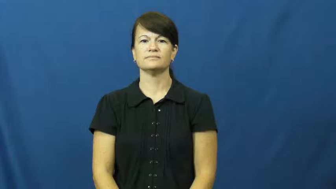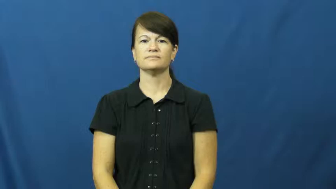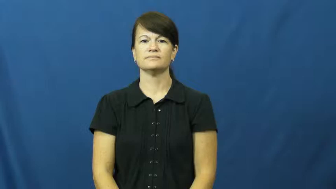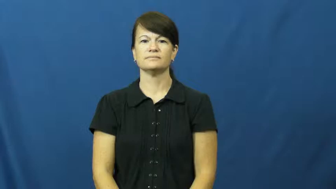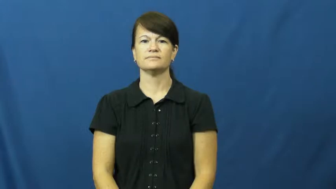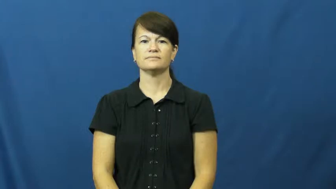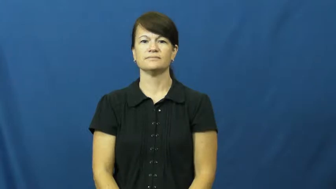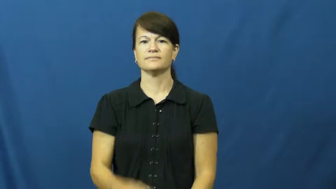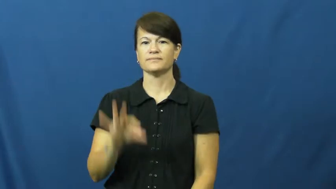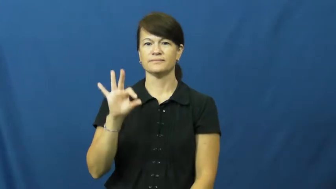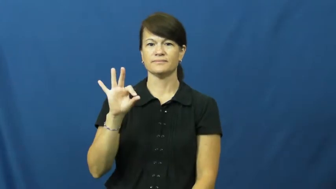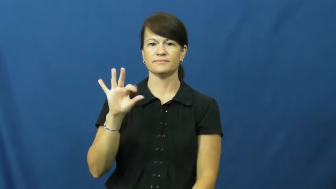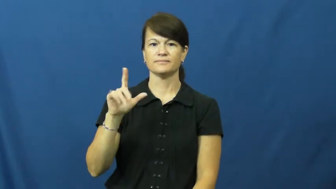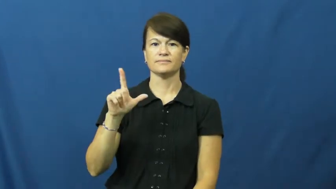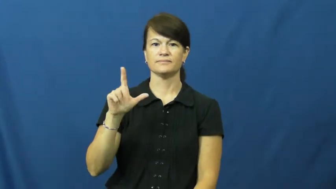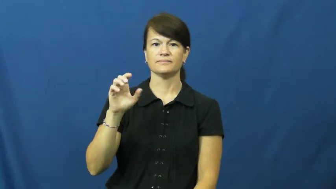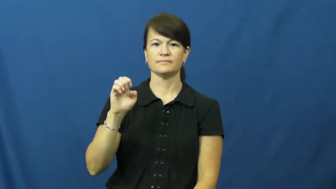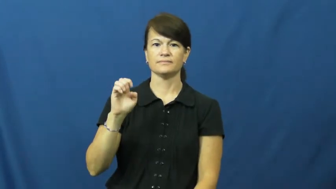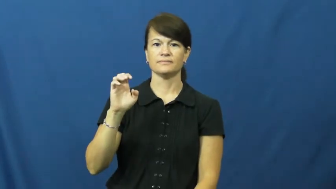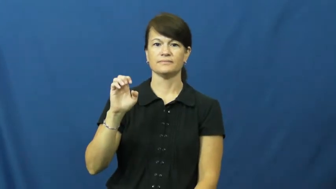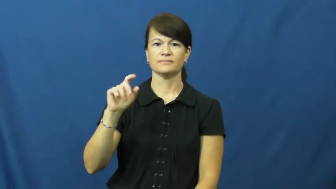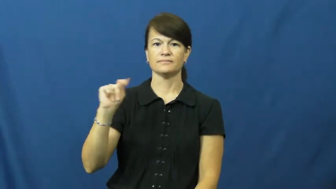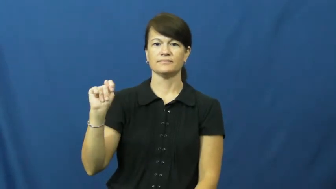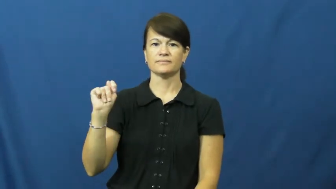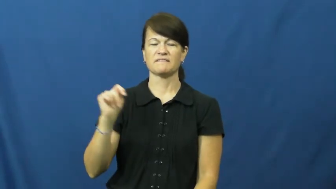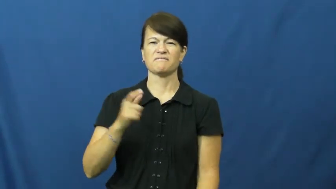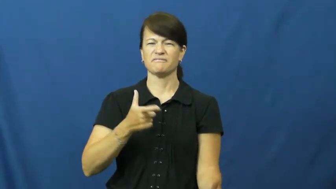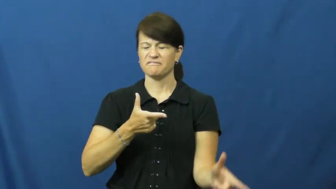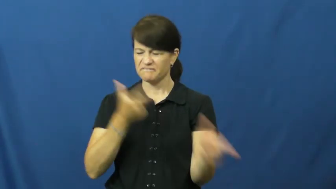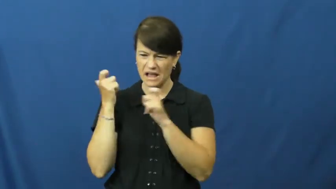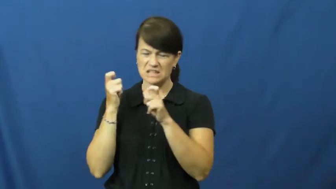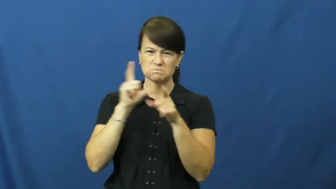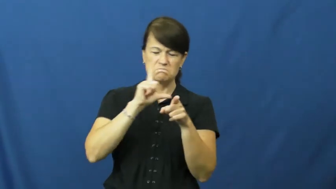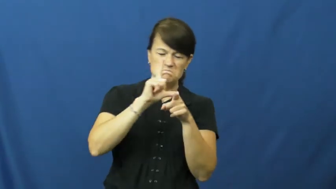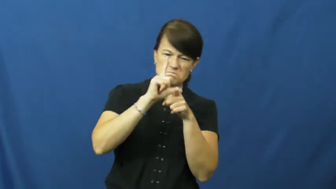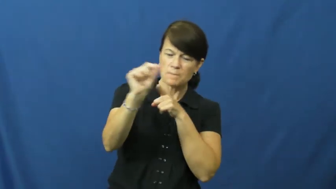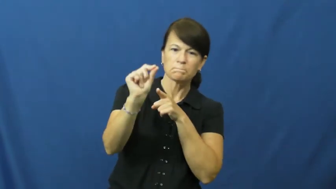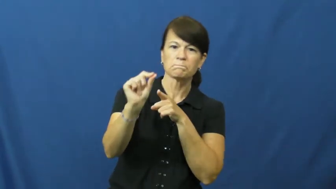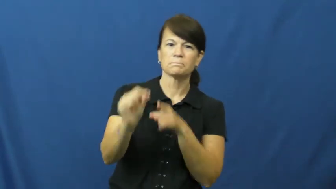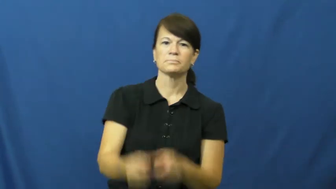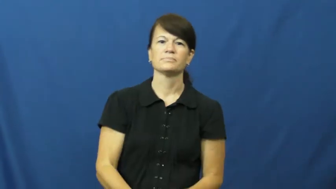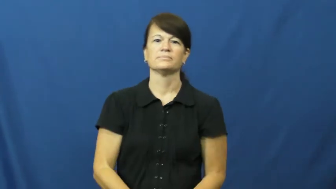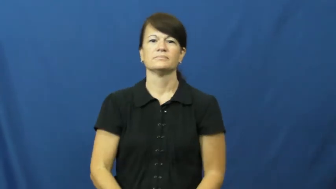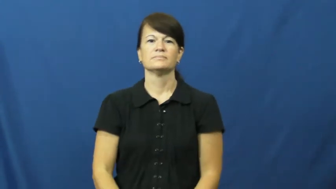fleet-fast